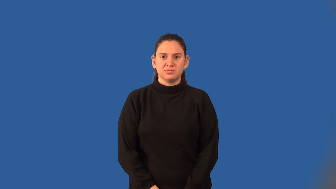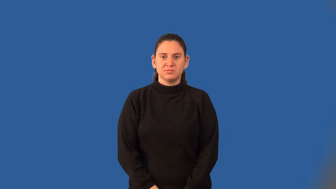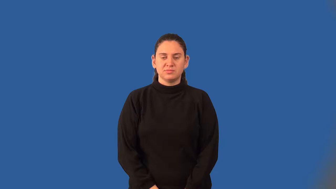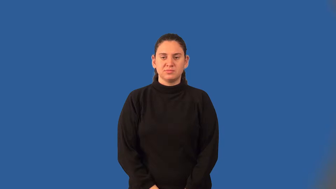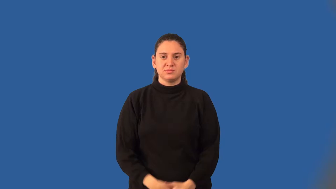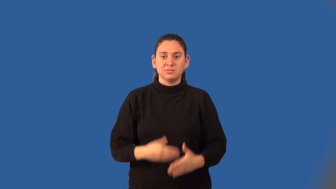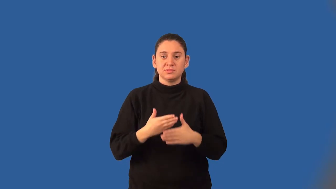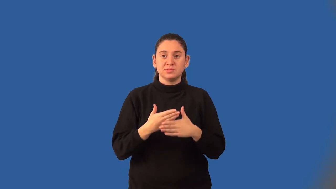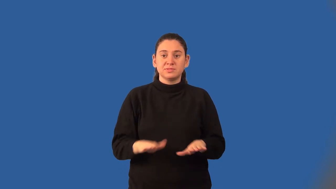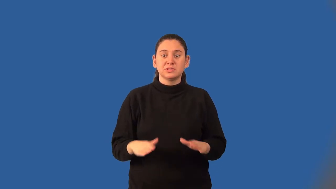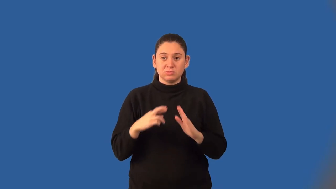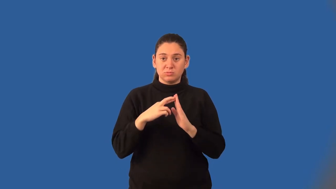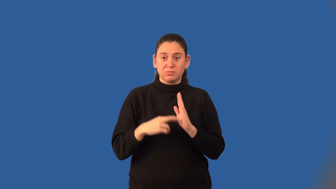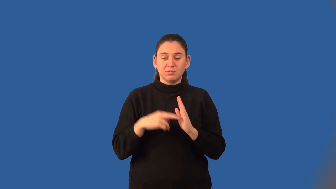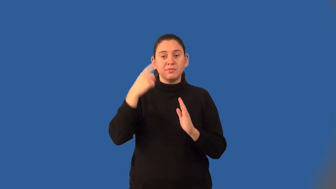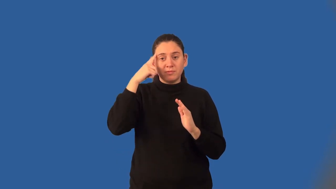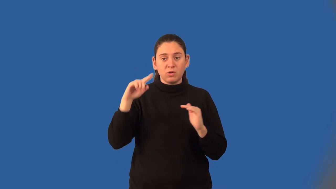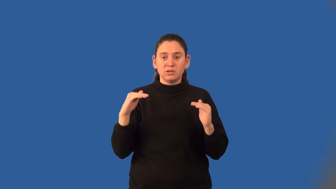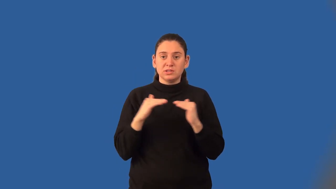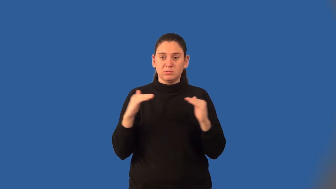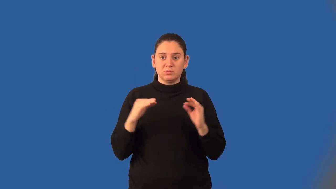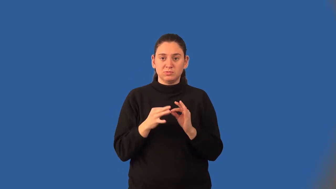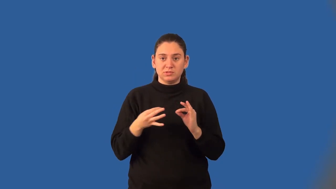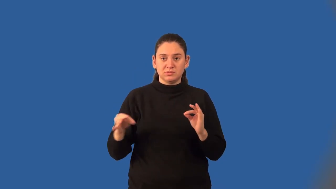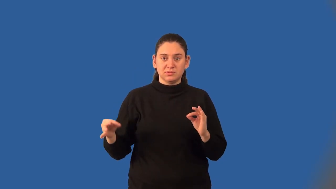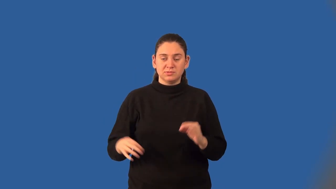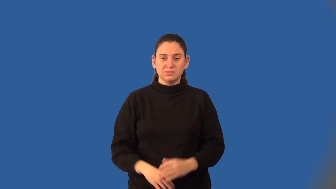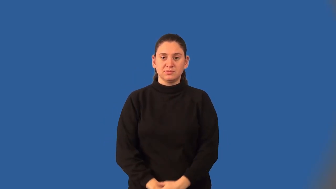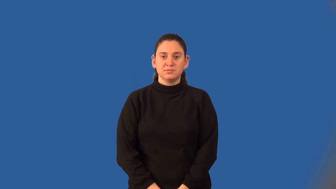division property of equality